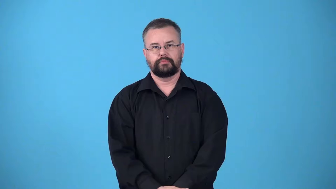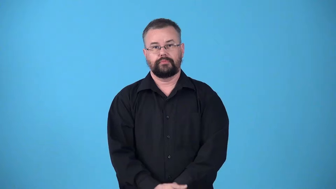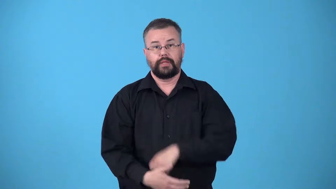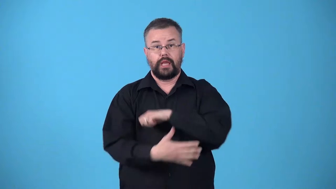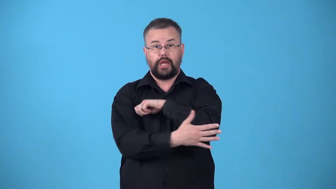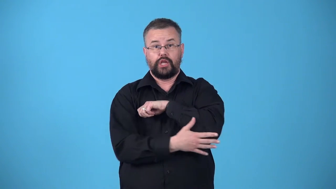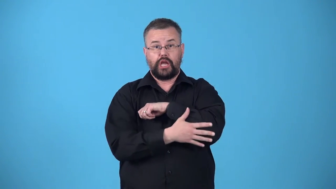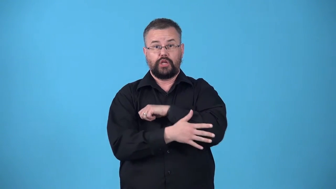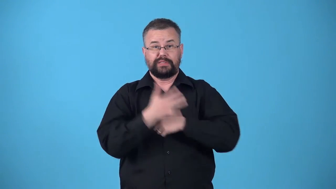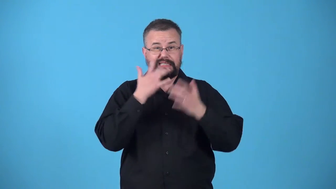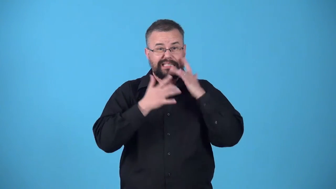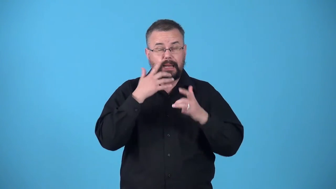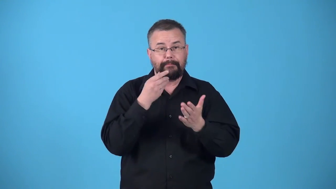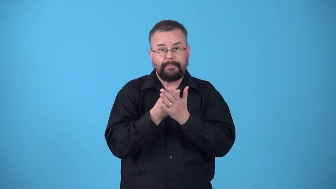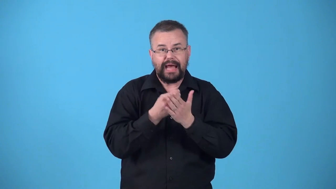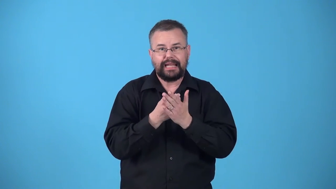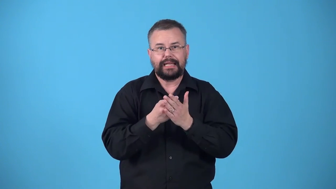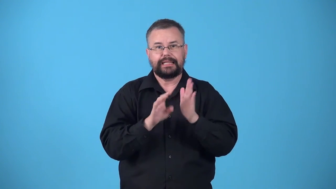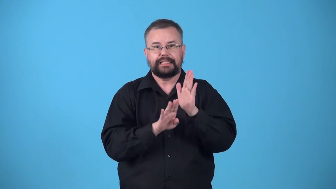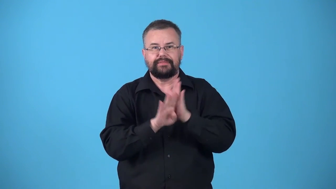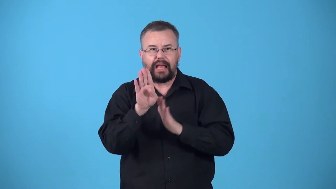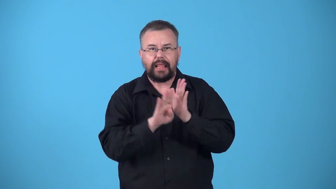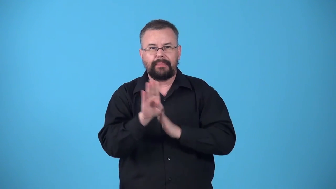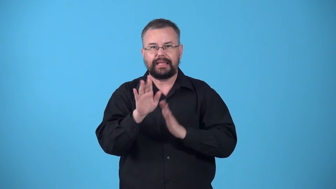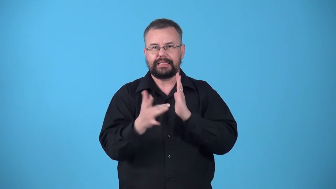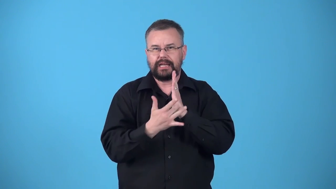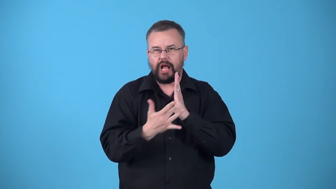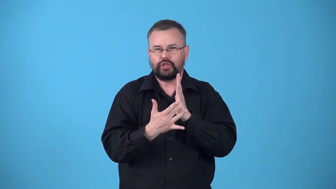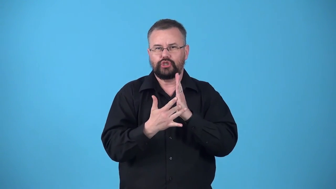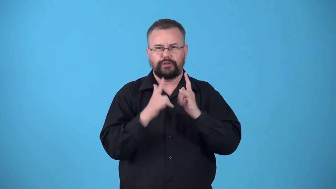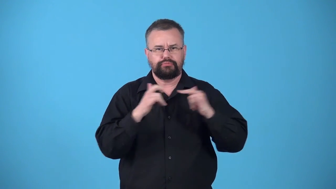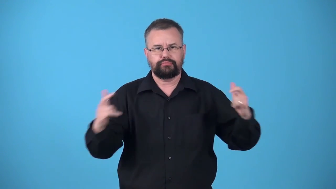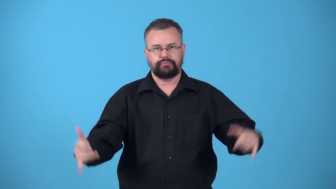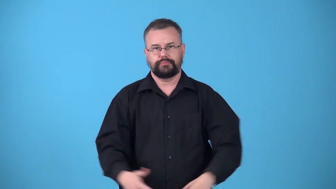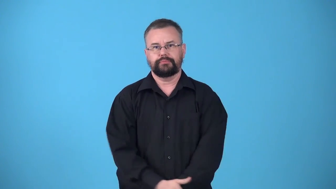underdeveloped